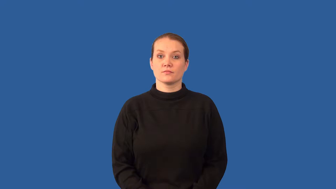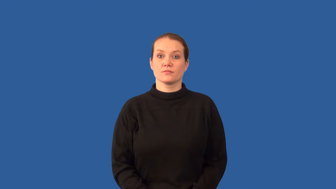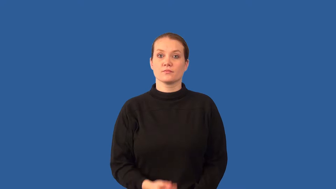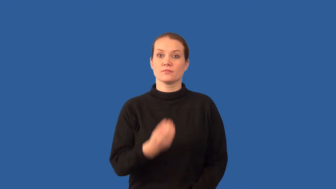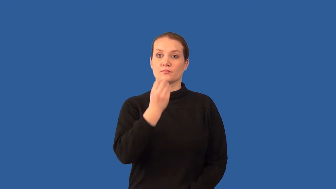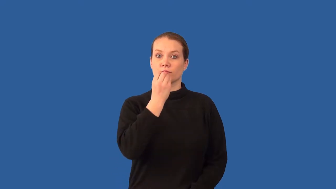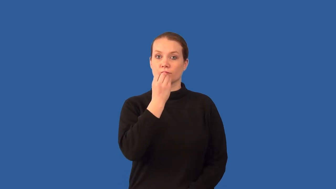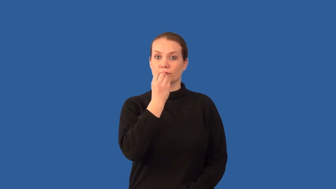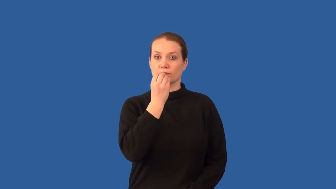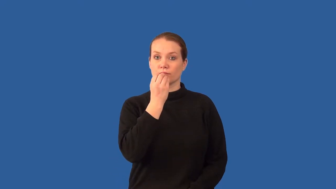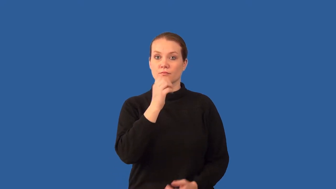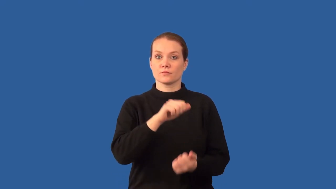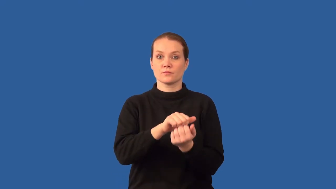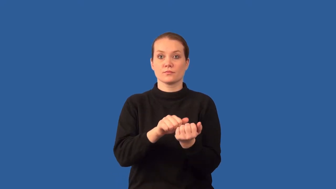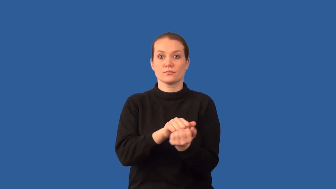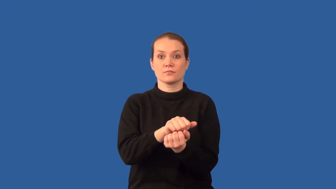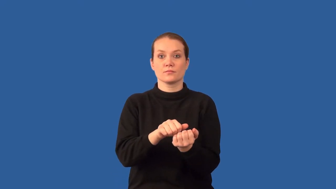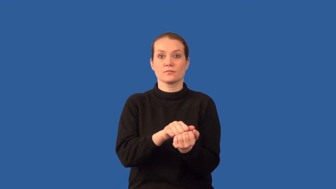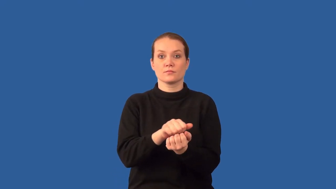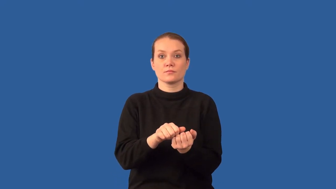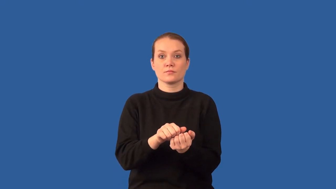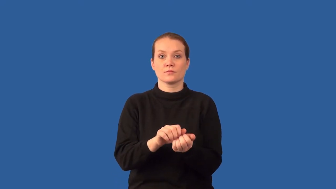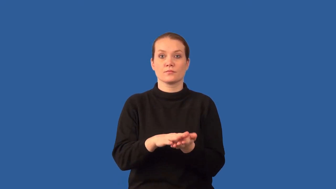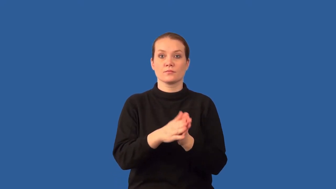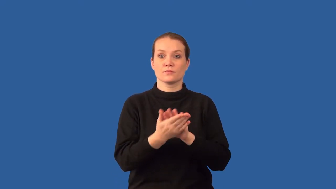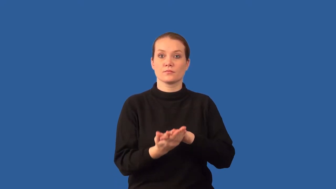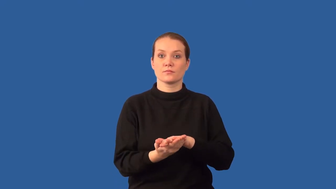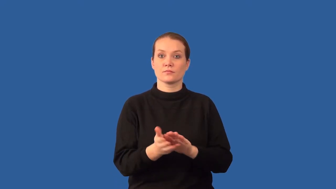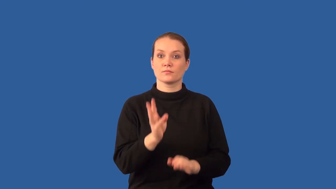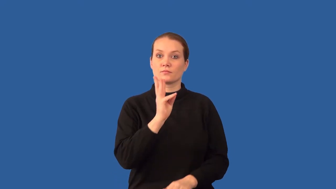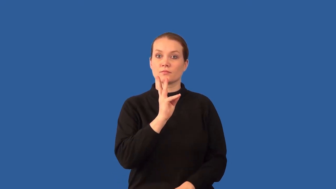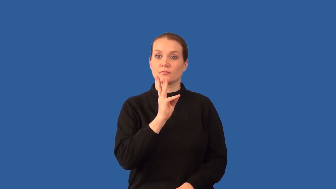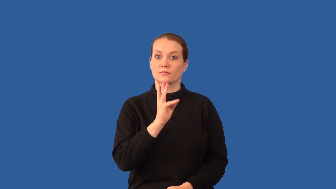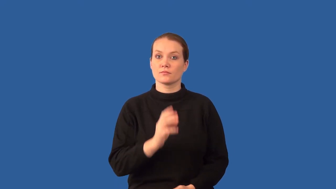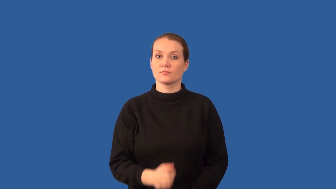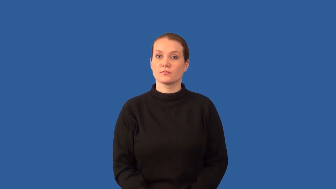chyme